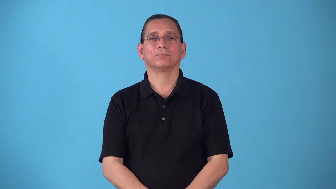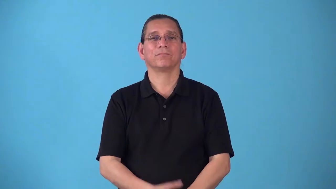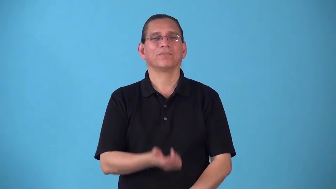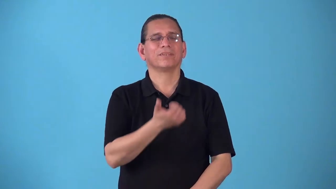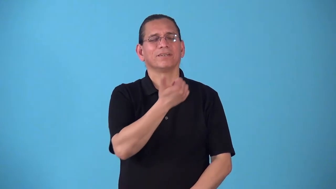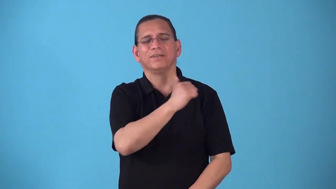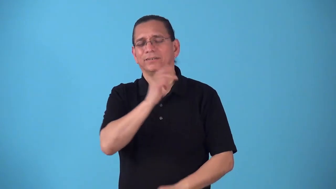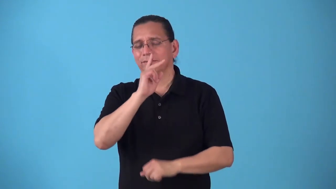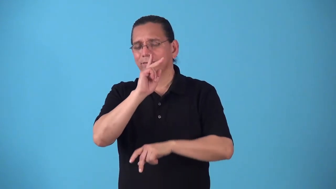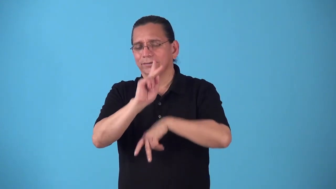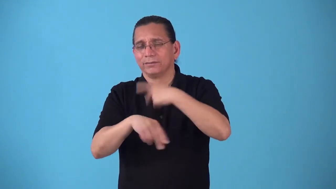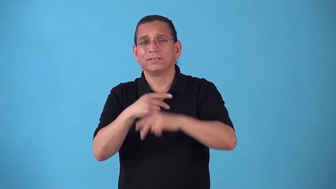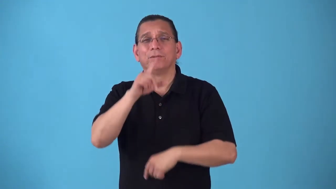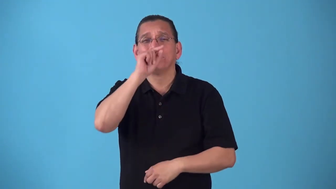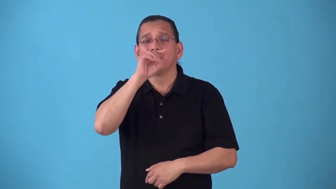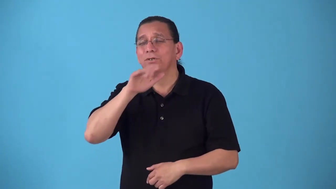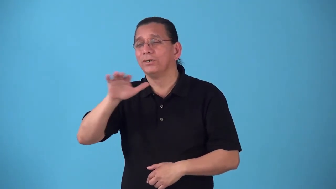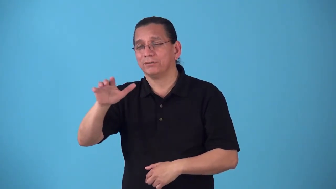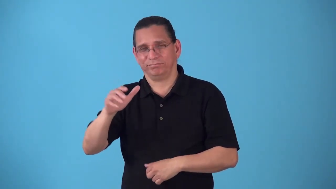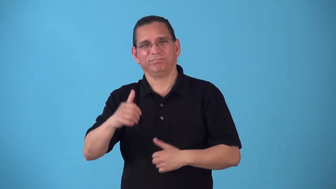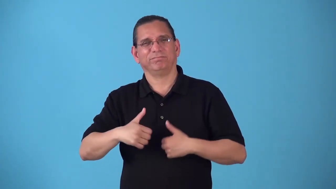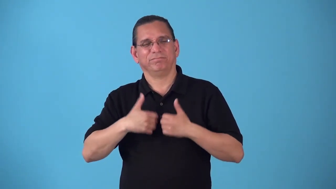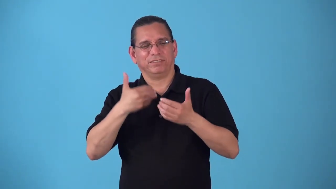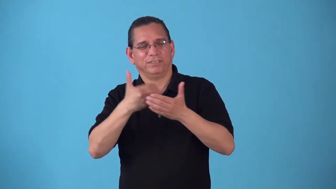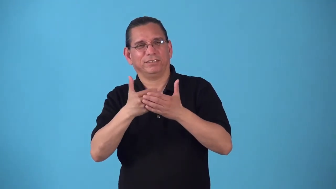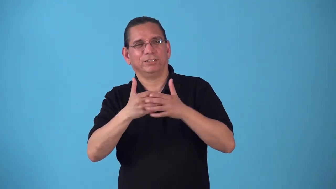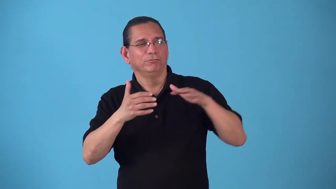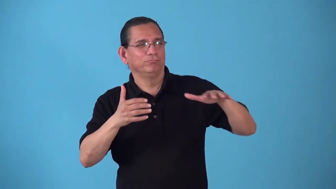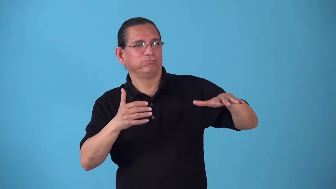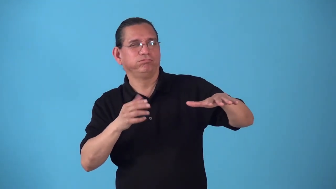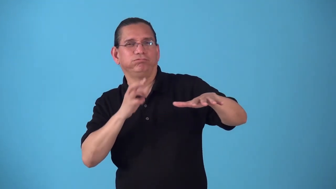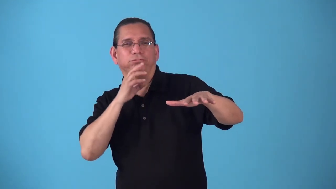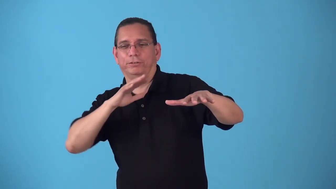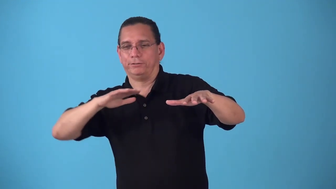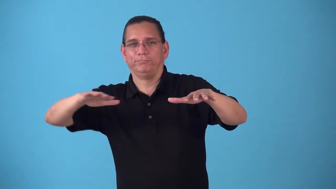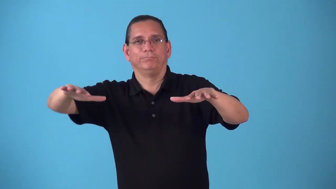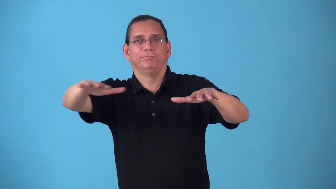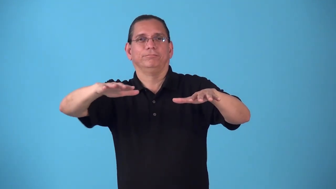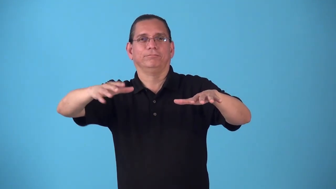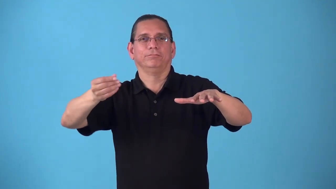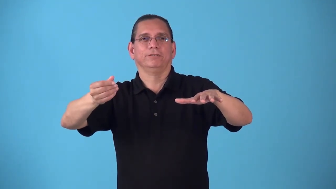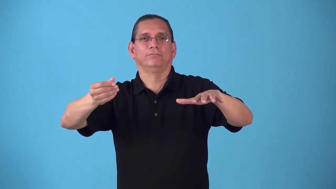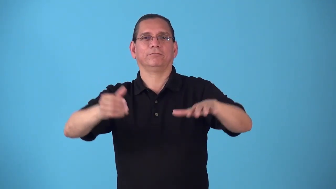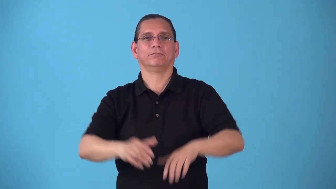shorebird